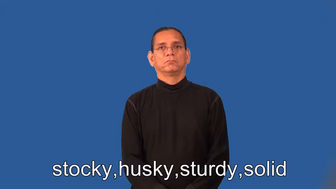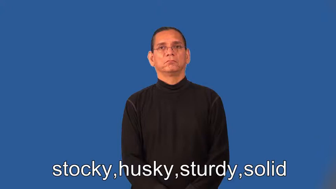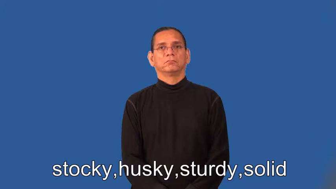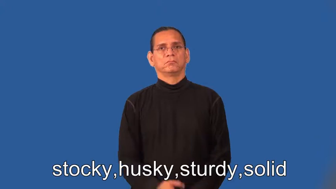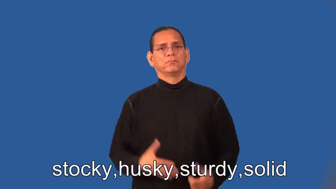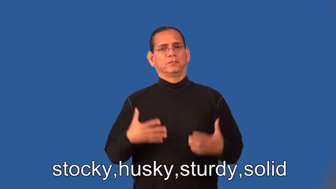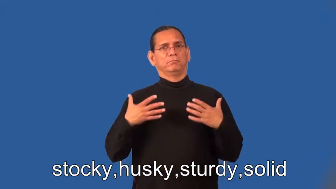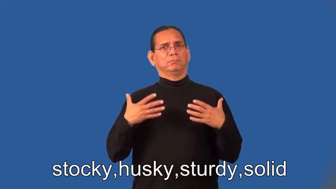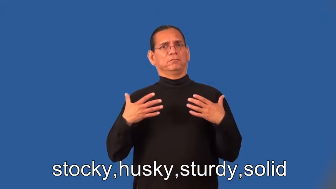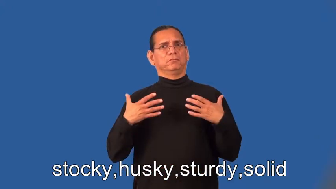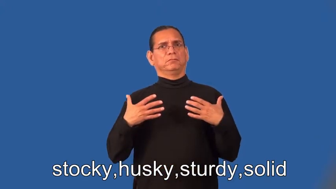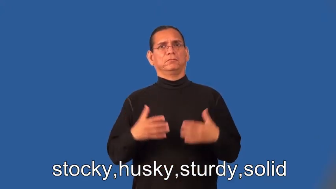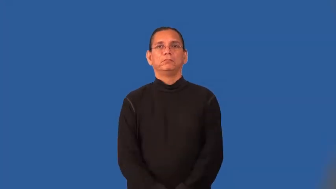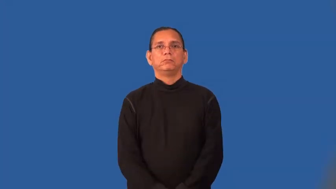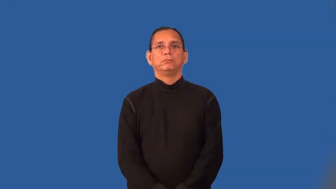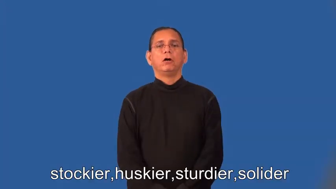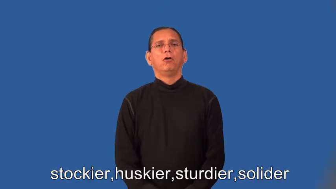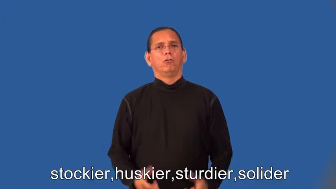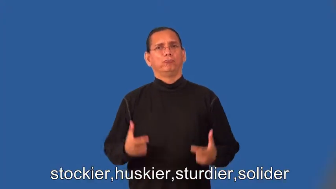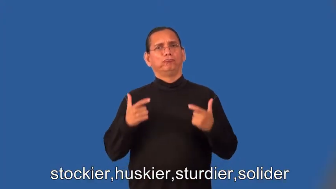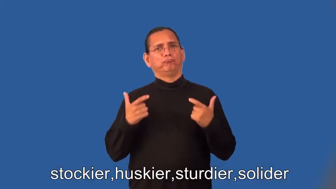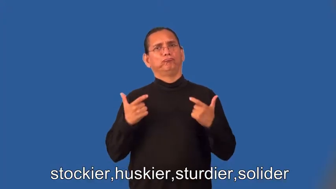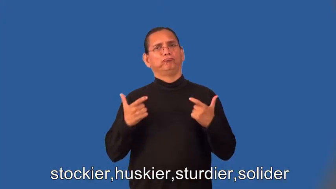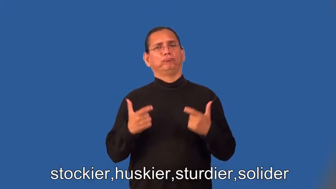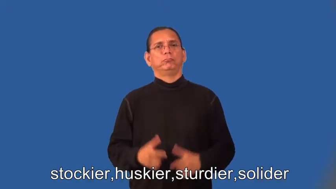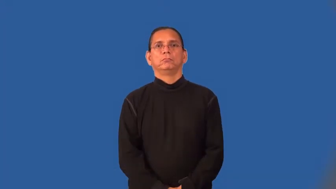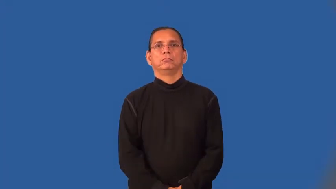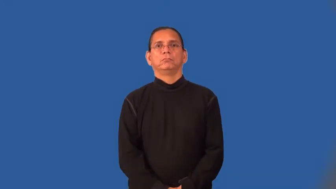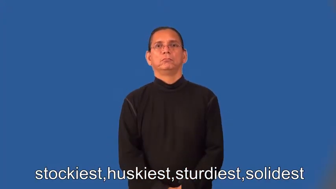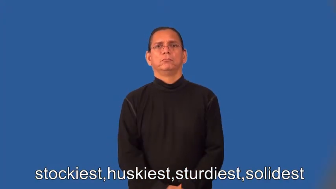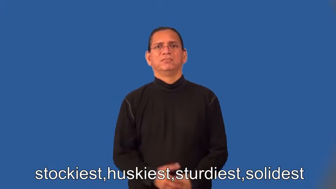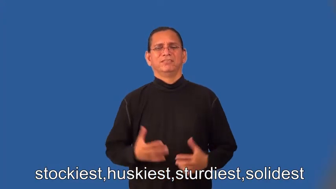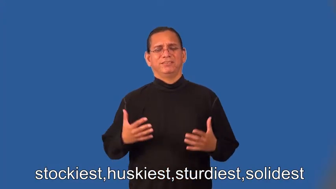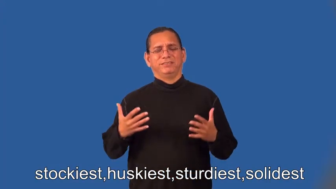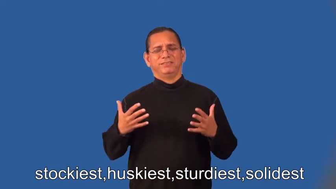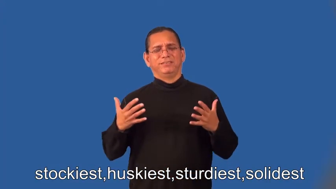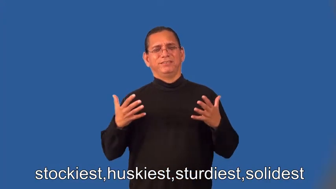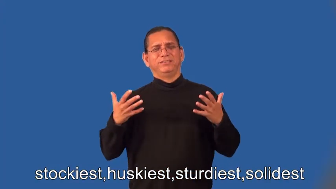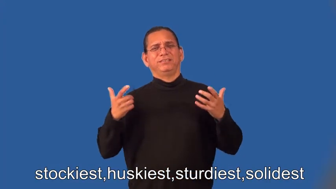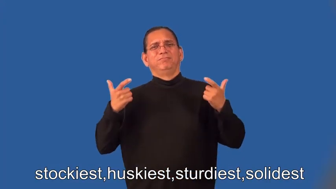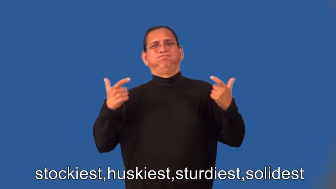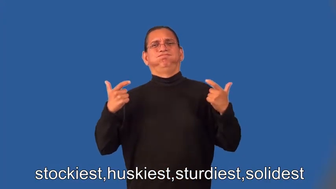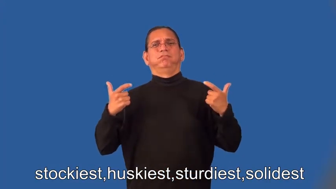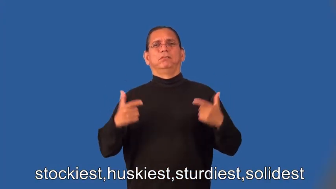stockier,huskier,sturdier,solider,stockiest,huskiest,sturdiest,solidest